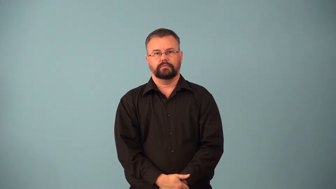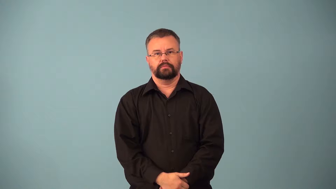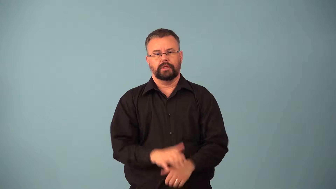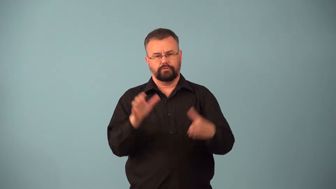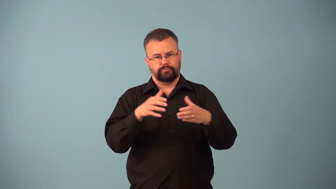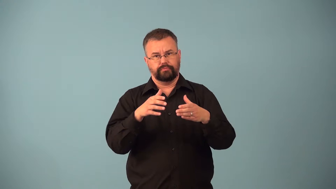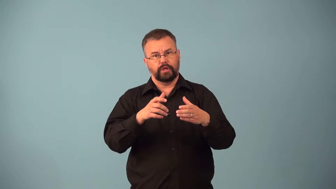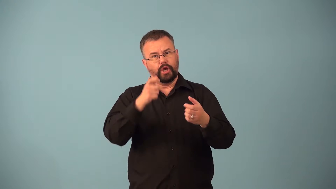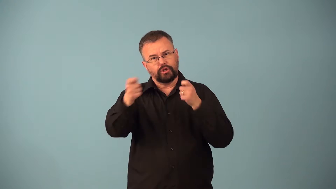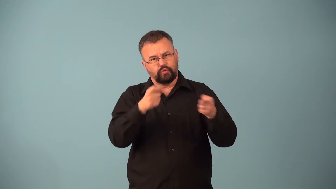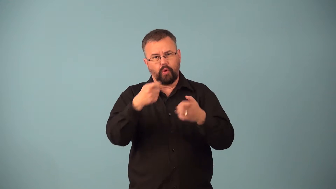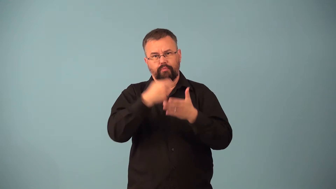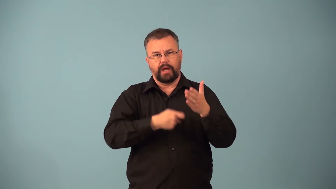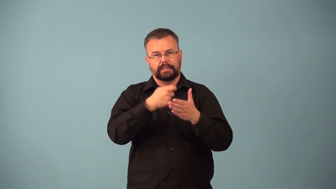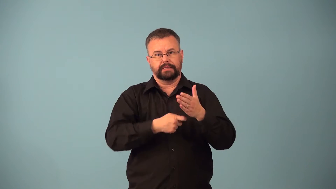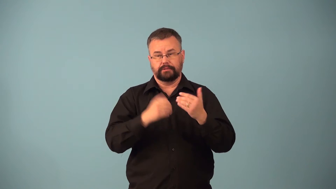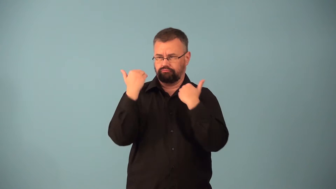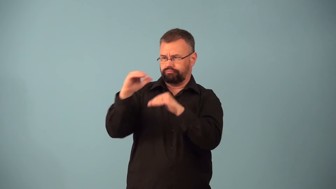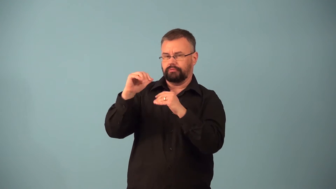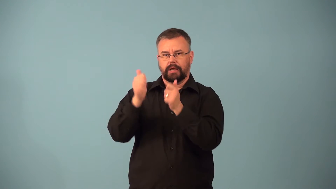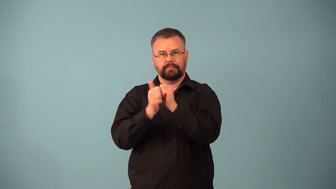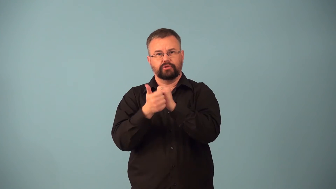cartel